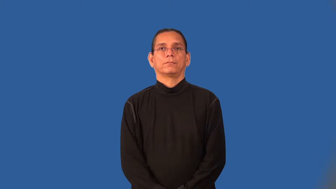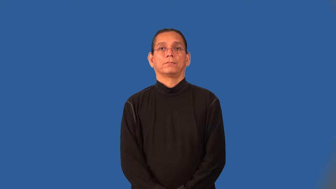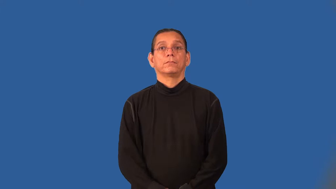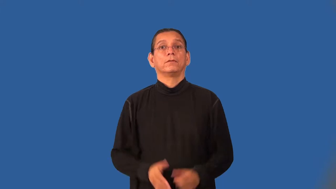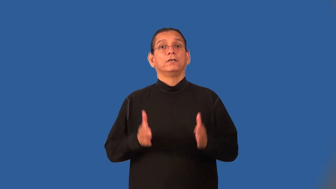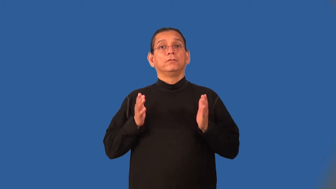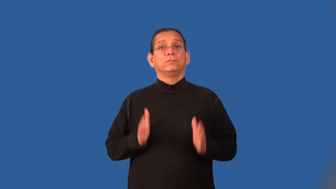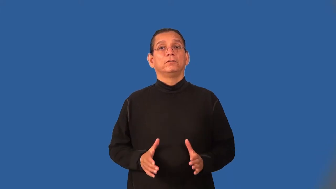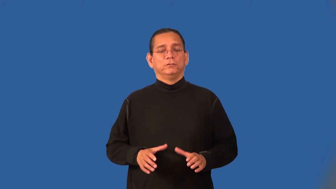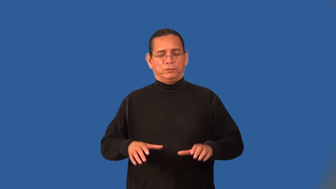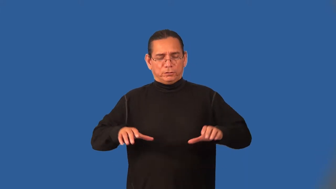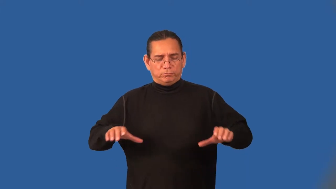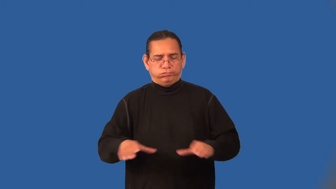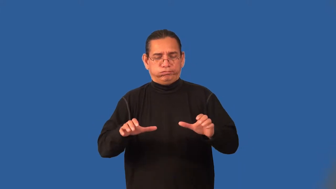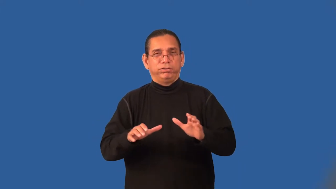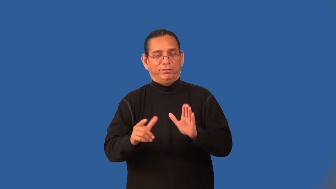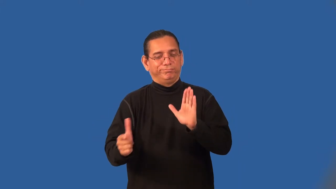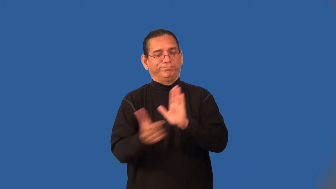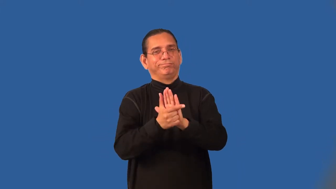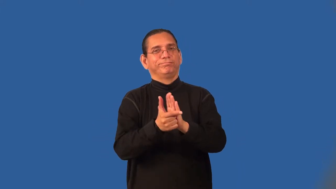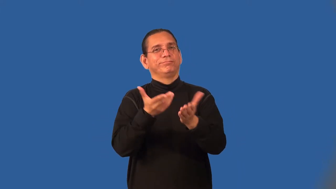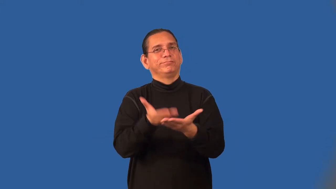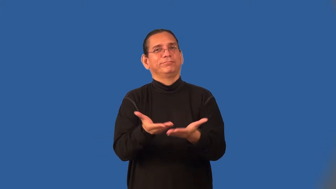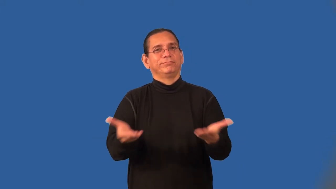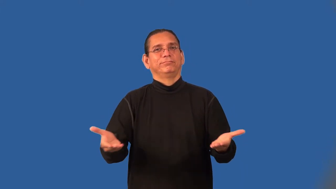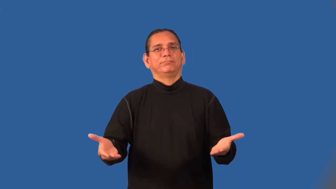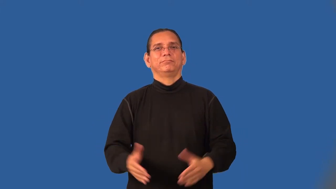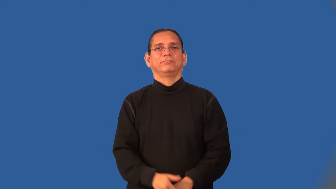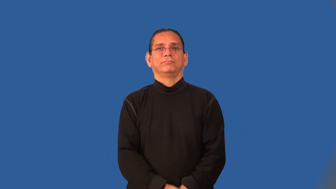criminal,scofflaw,violator